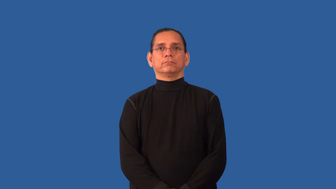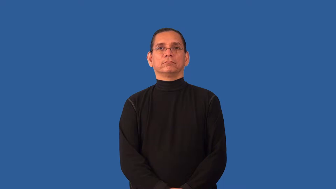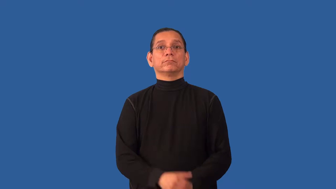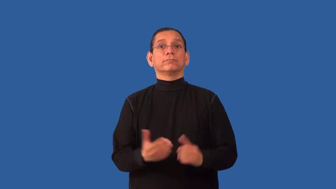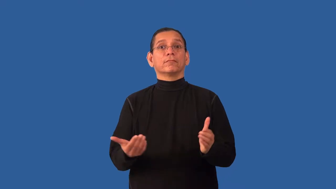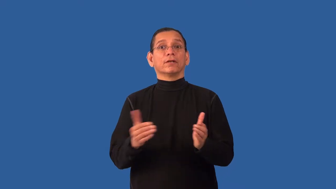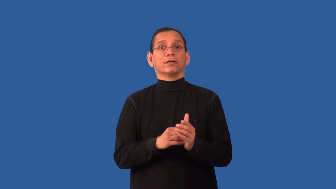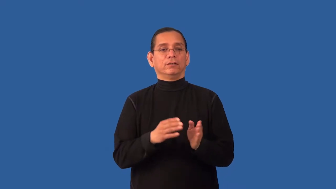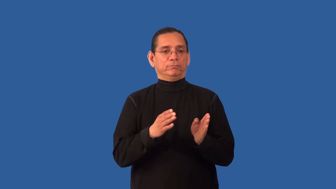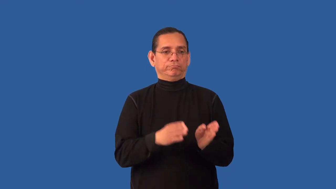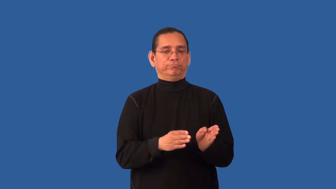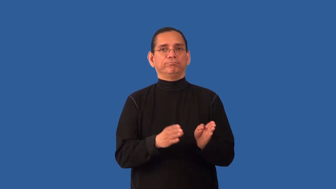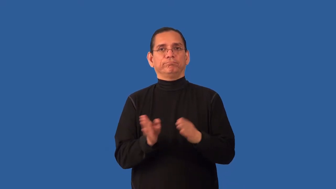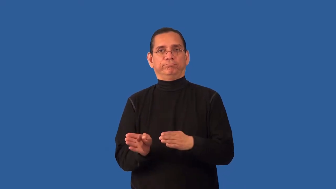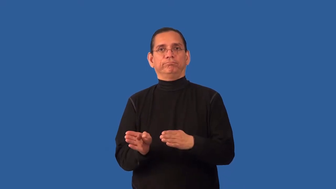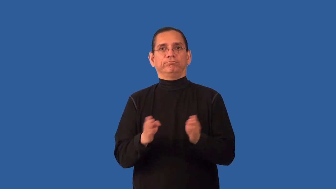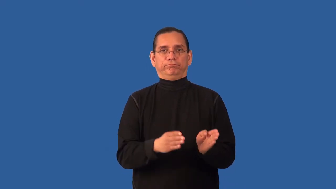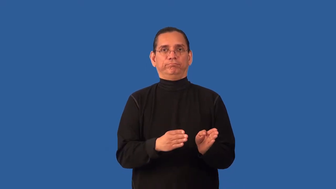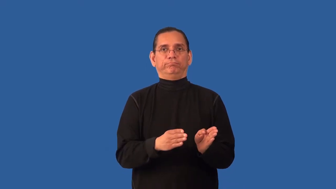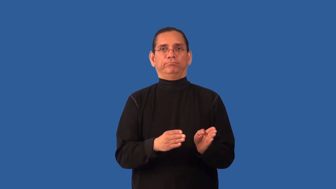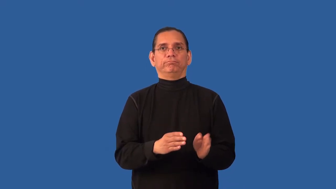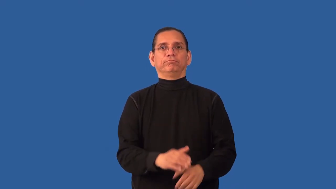realign